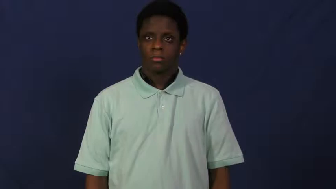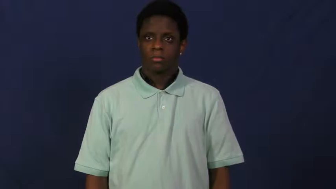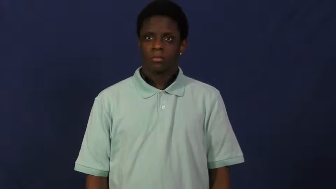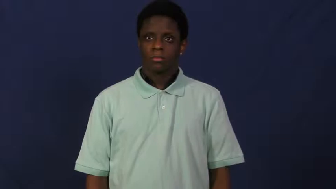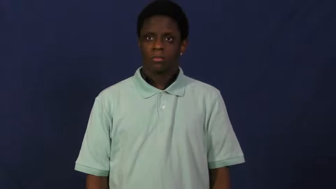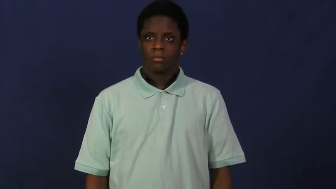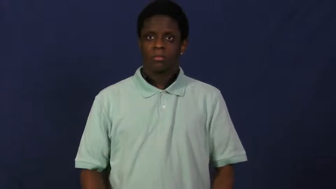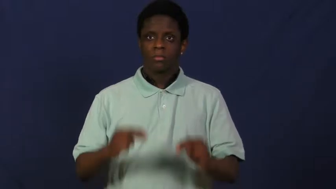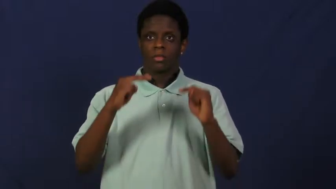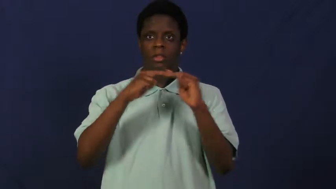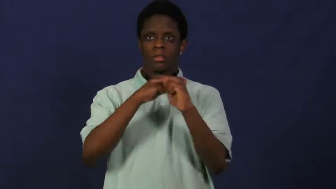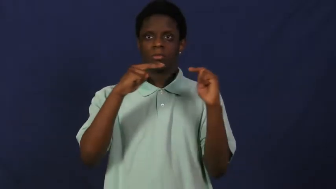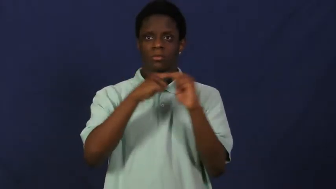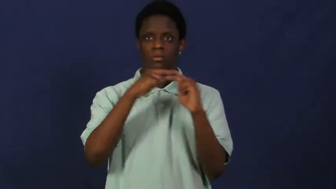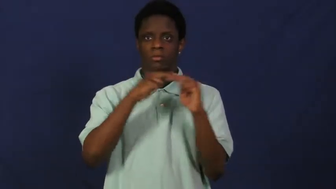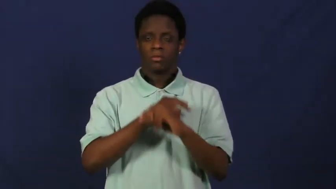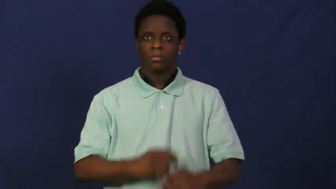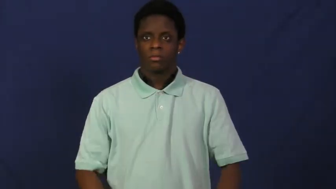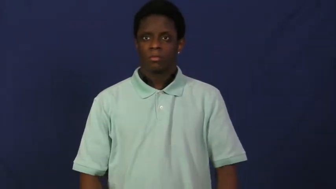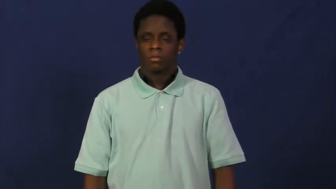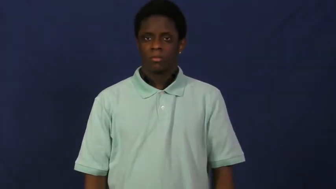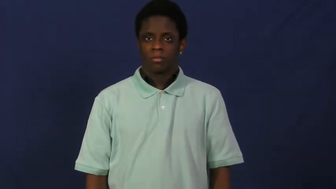highway,autobahn,freeway,highroad,interstate,superhighway,turnpike